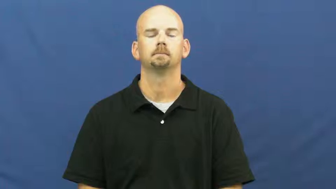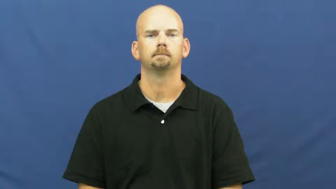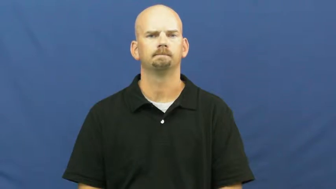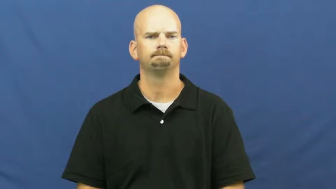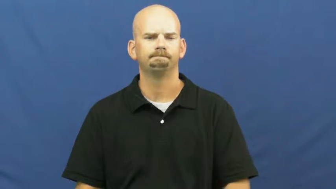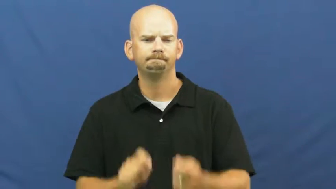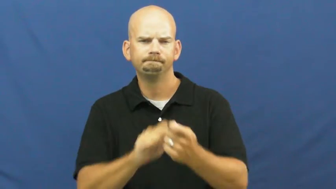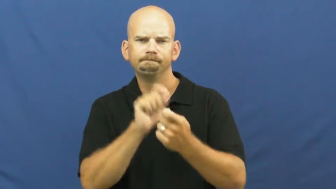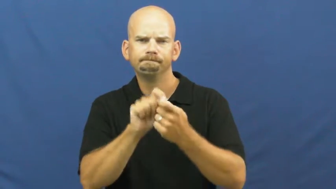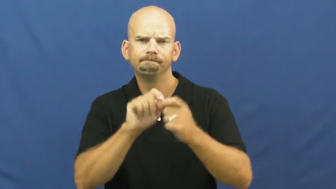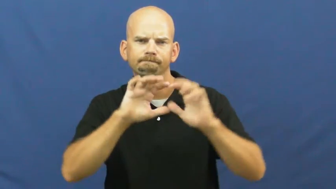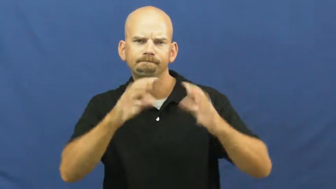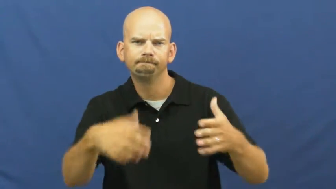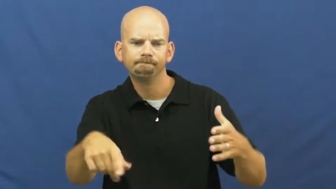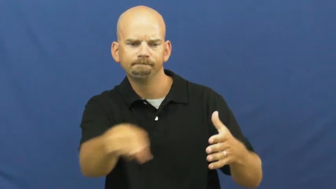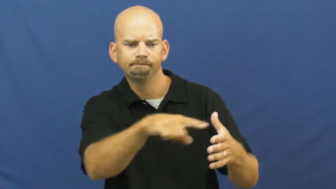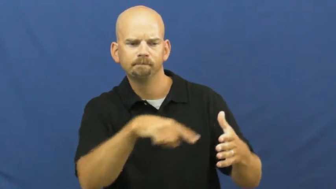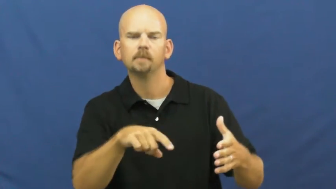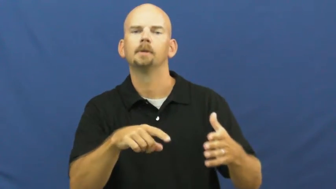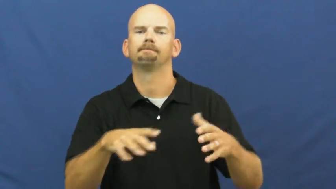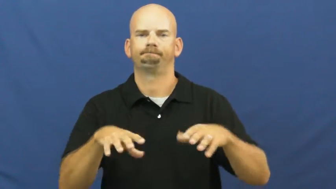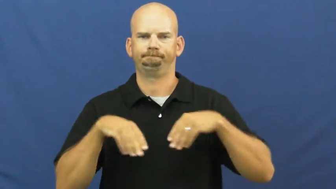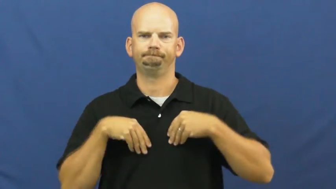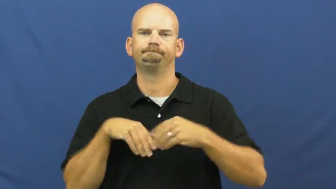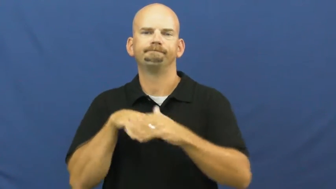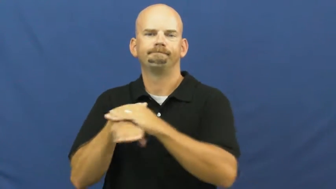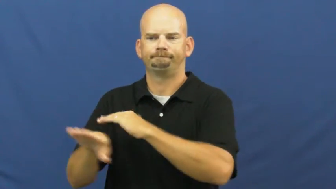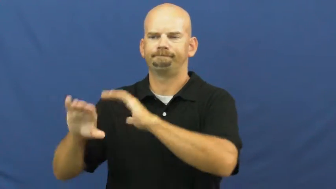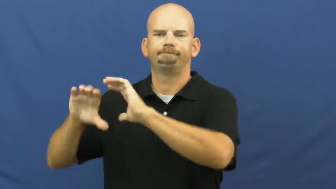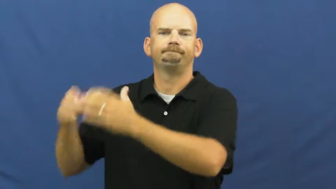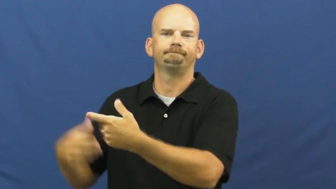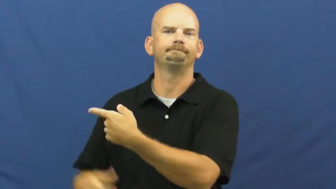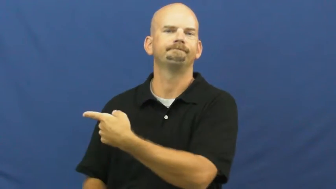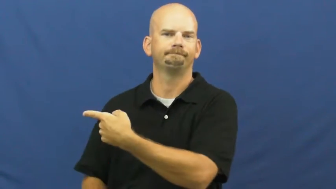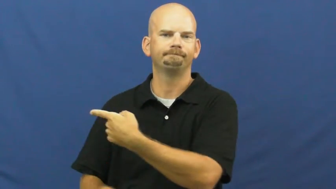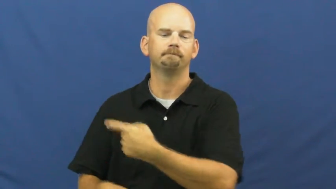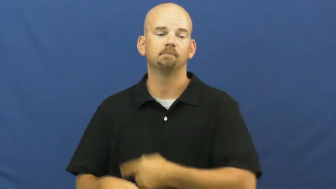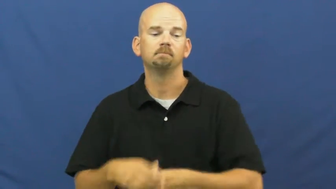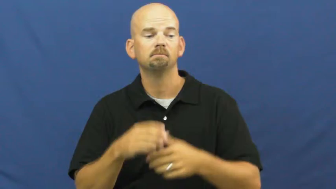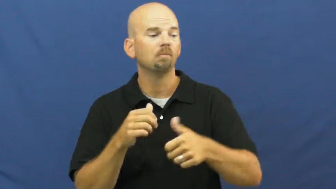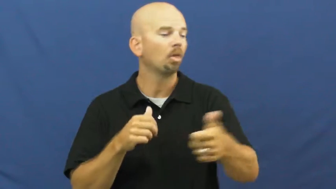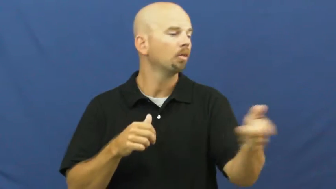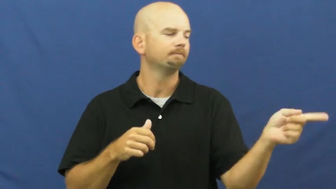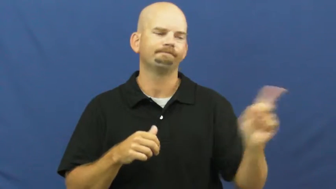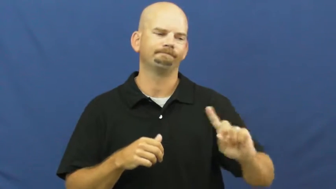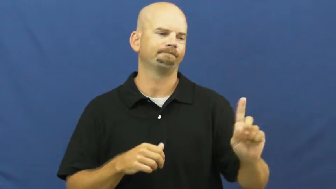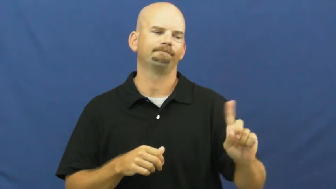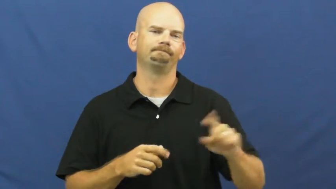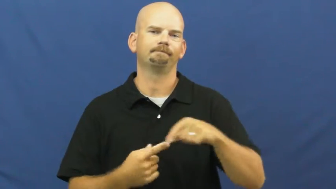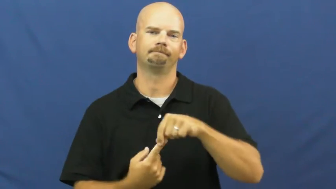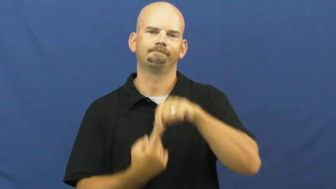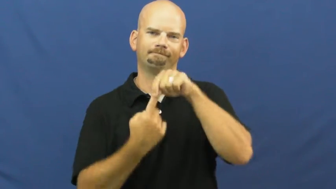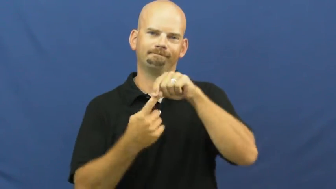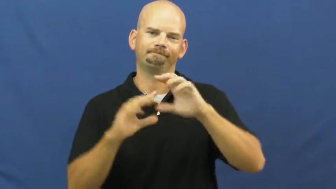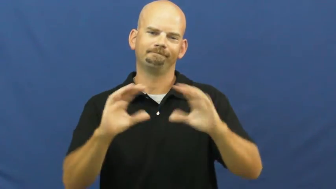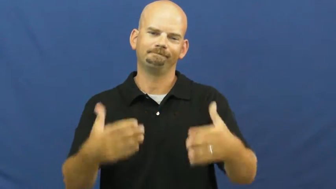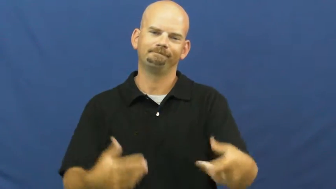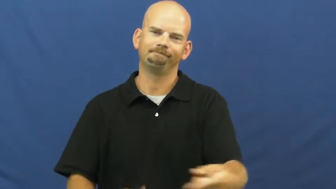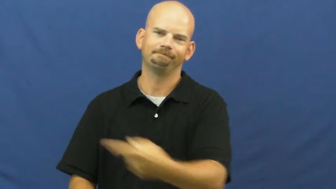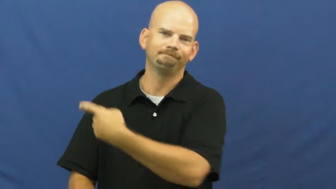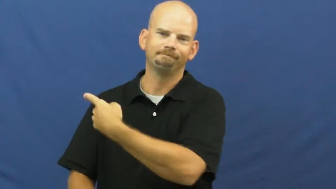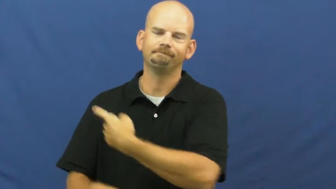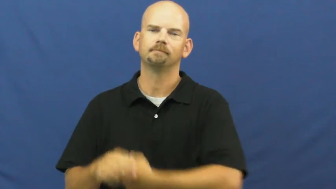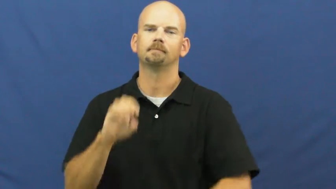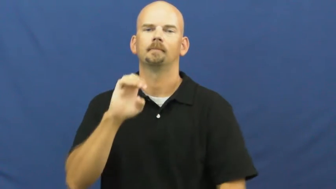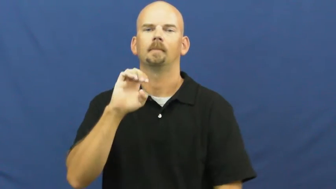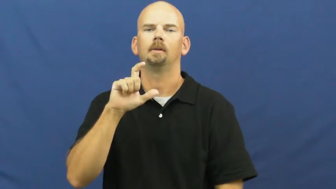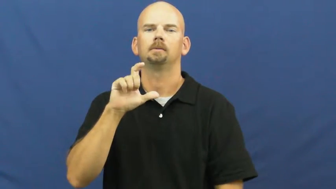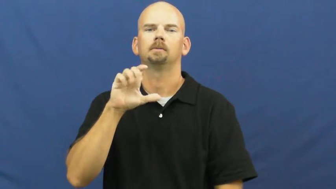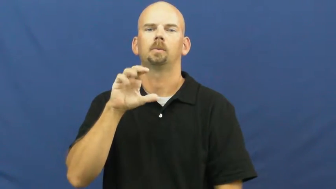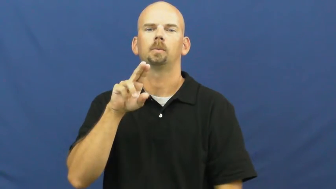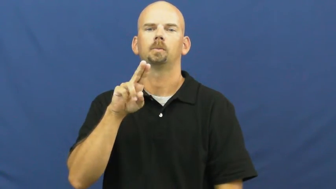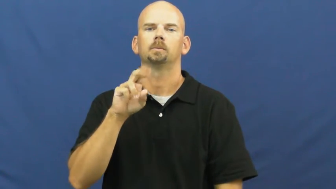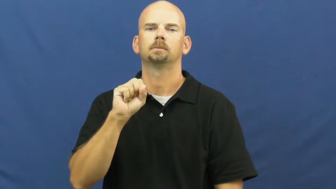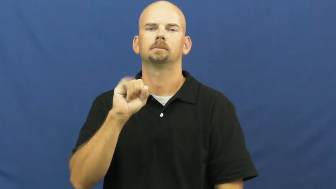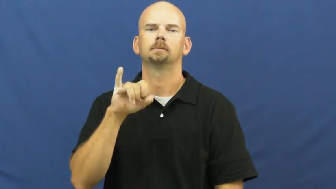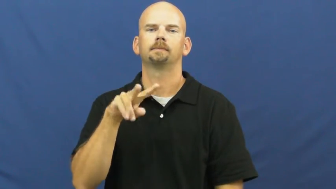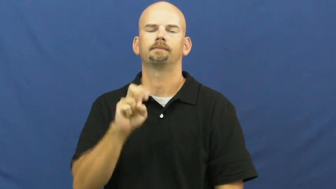exclusive-special